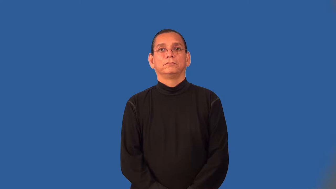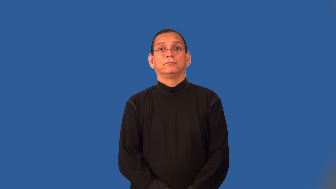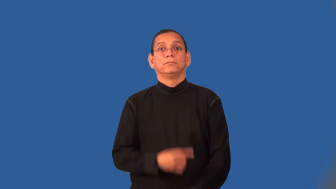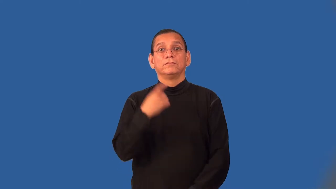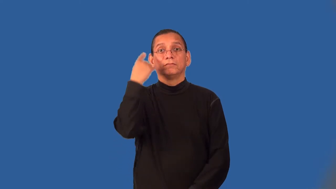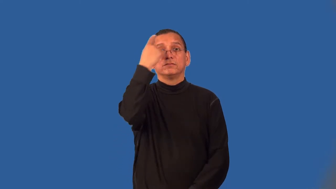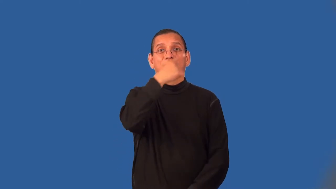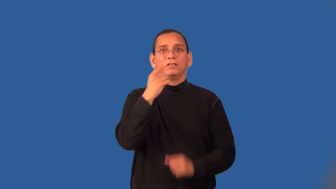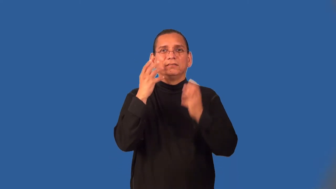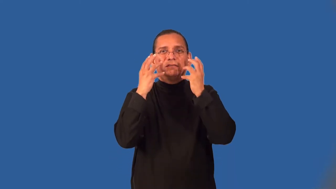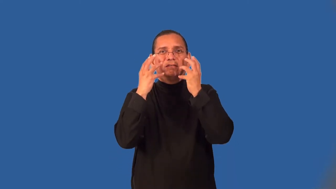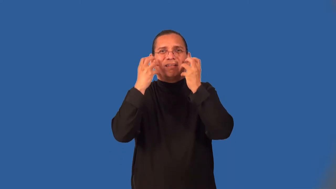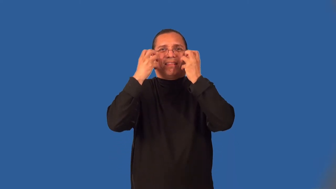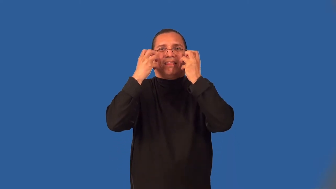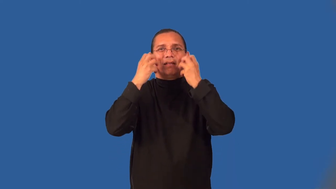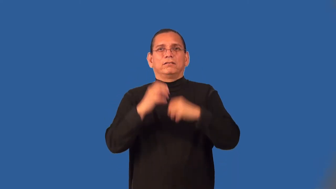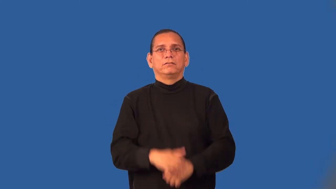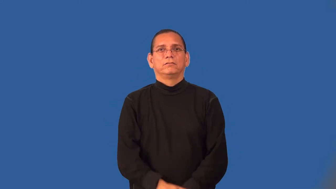wrinkle-face